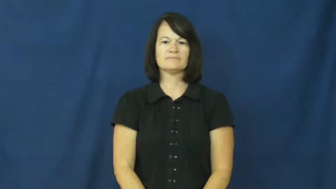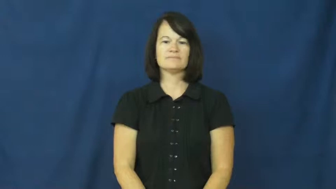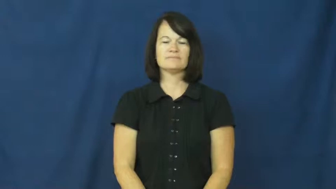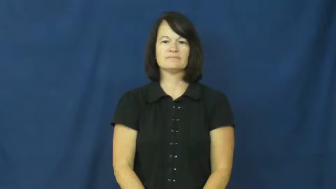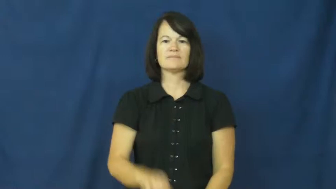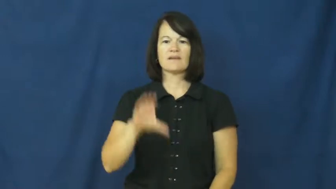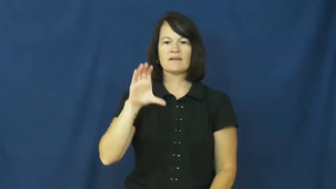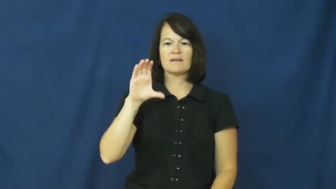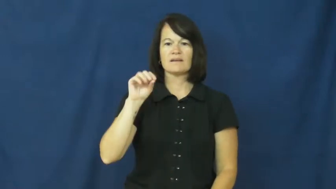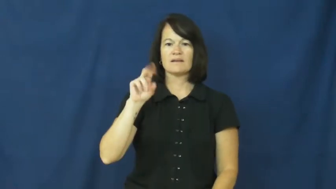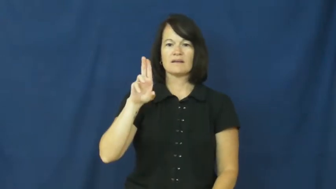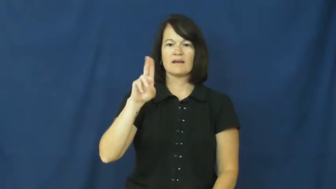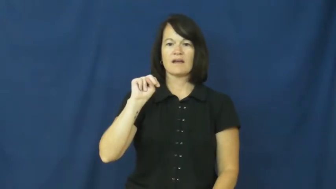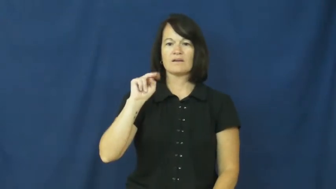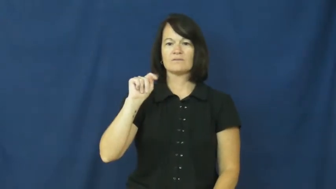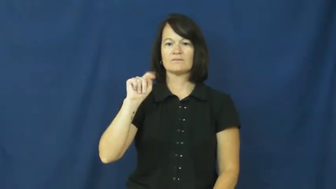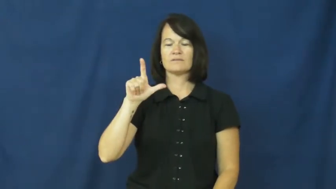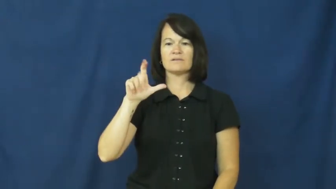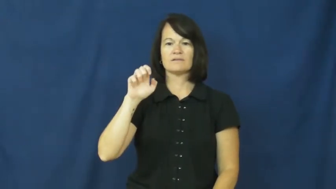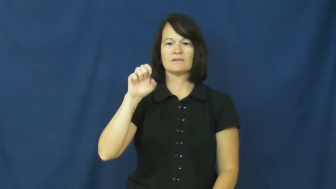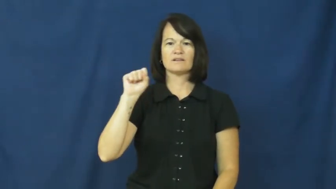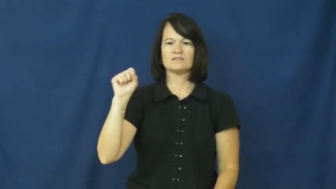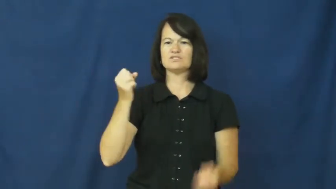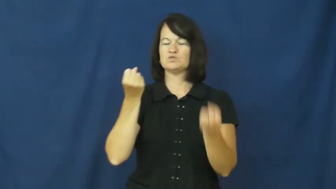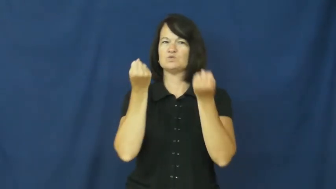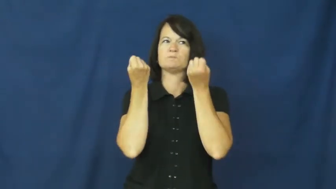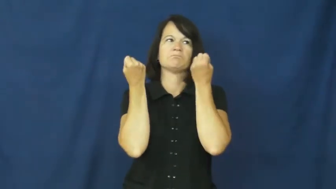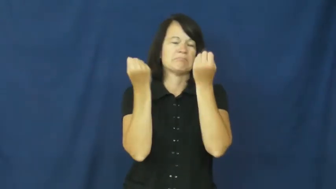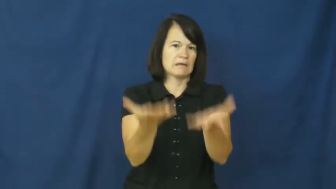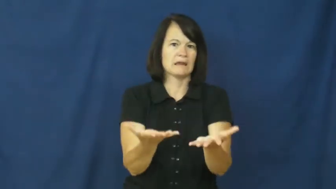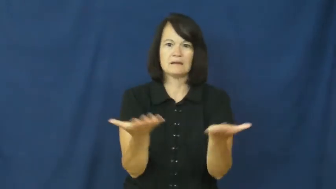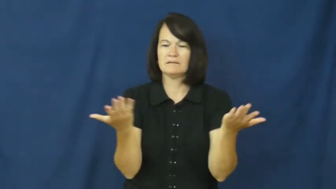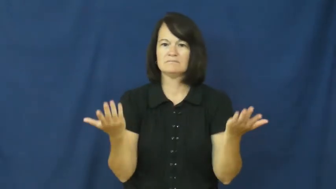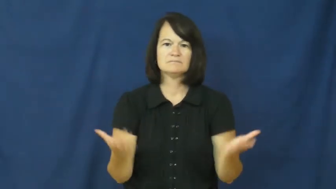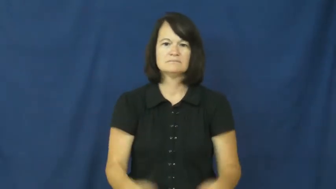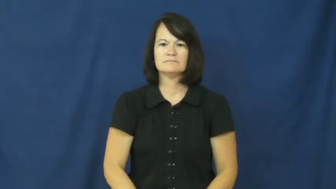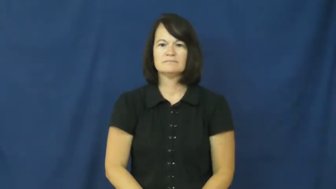countless